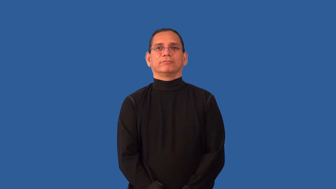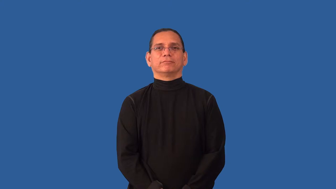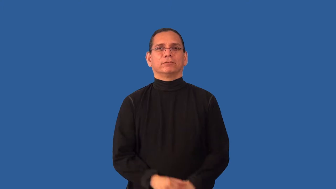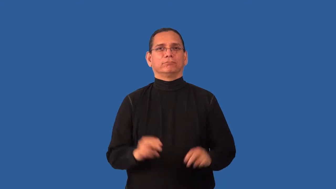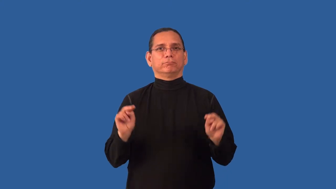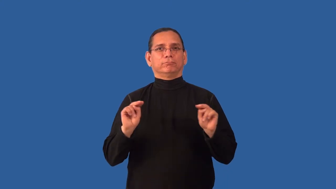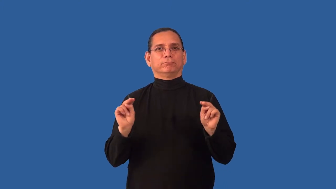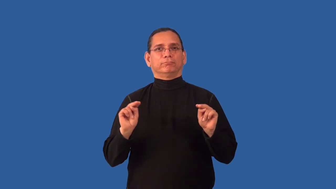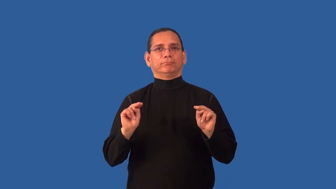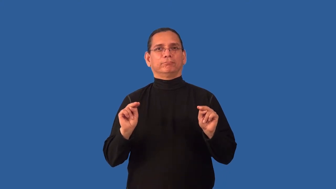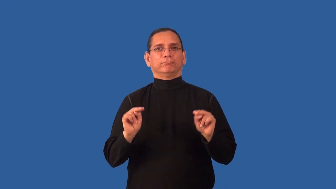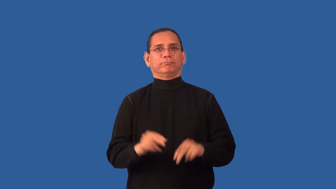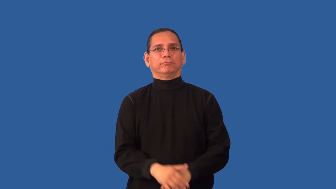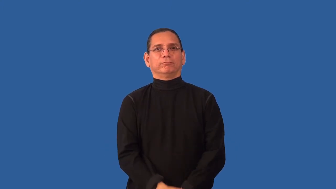impartial